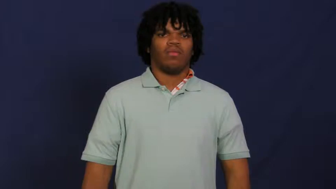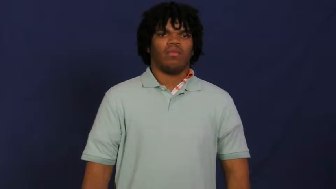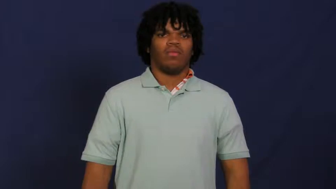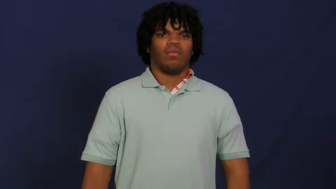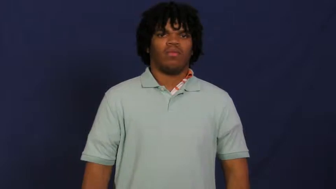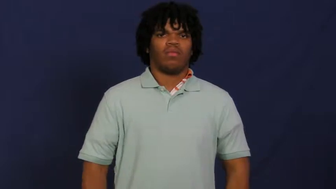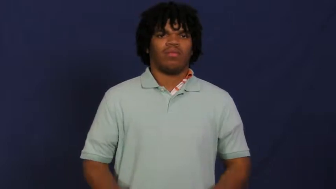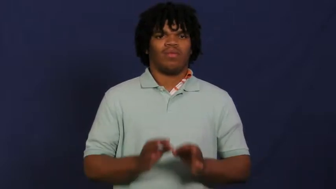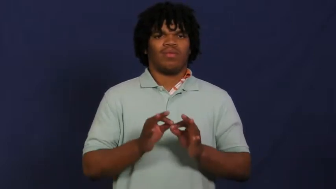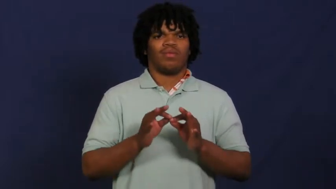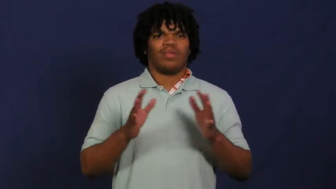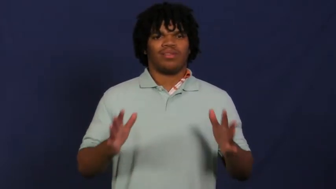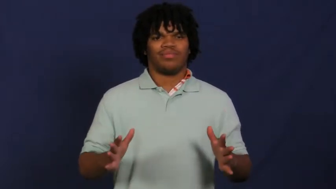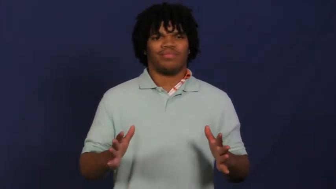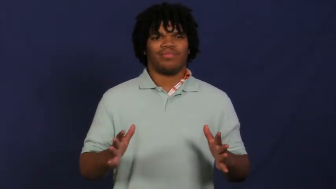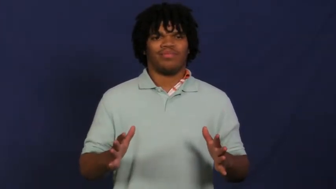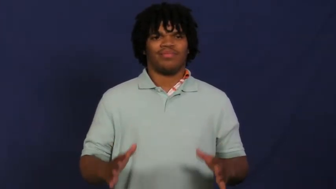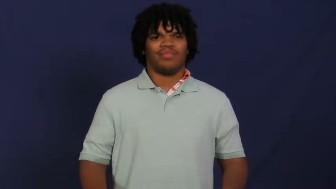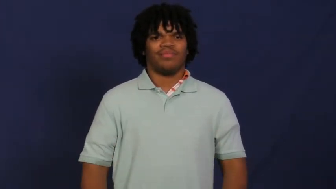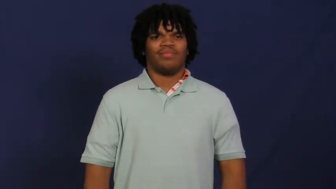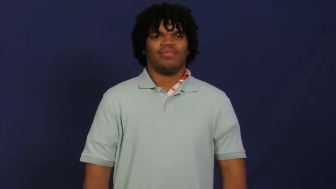worthless,deadwood,fruitless,futile,godforsaken,pointless,valueless,bankrupt,chaffy